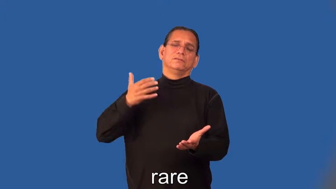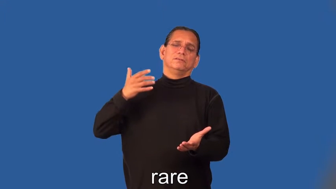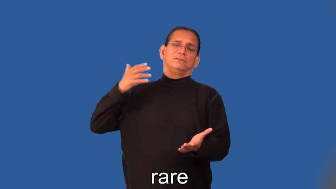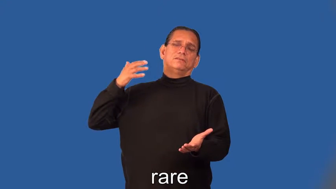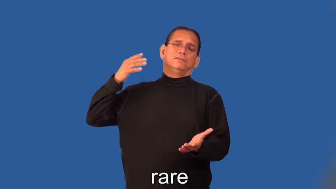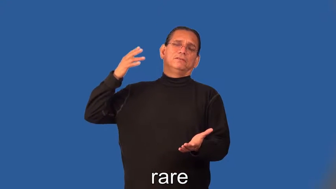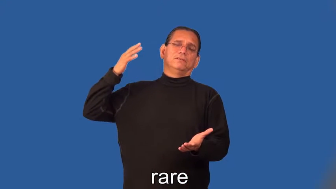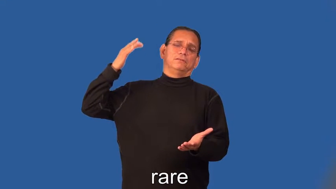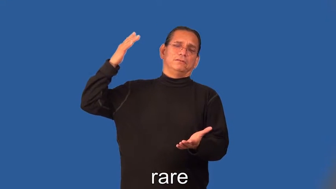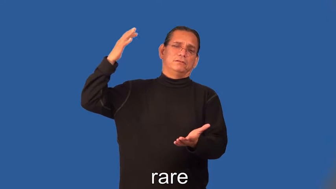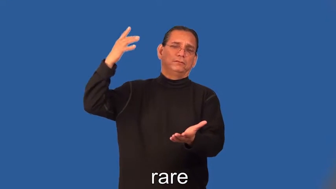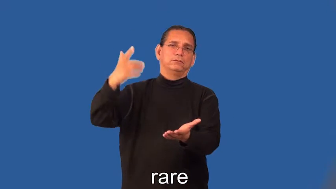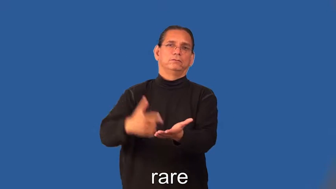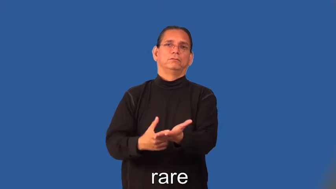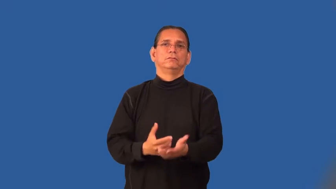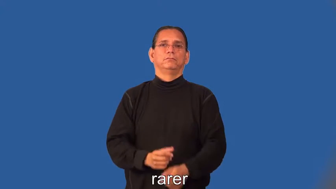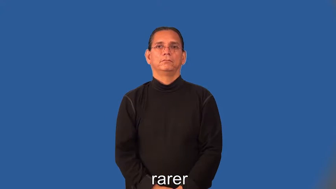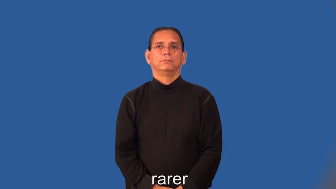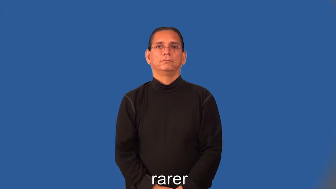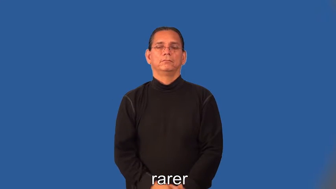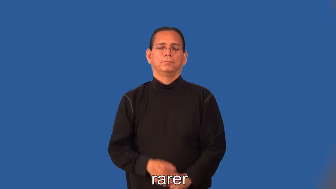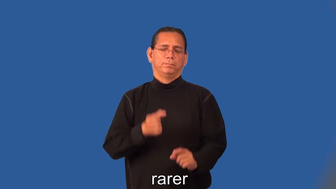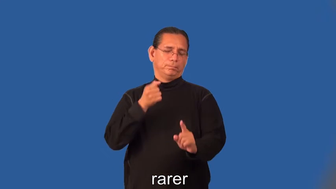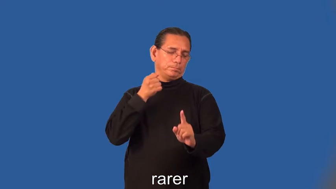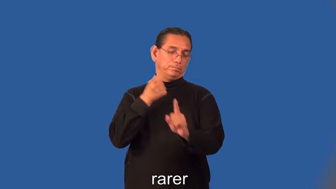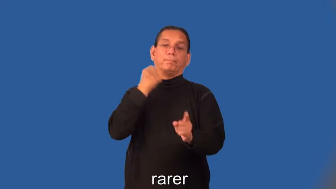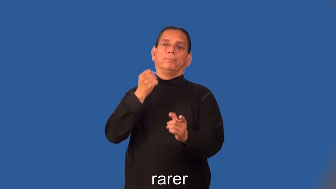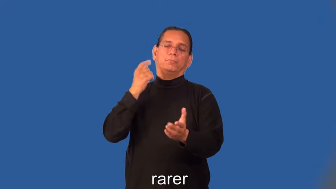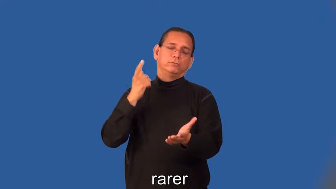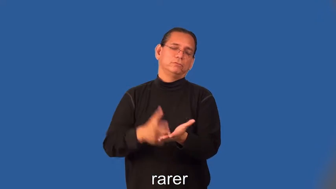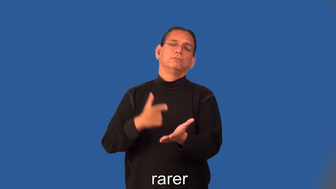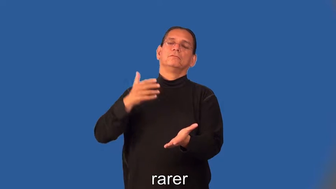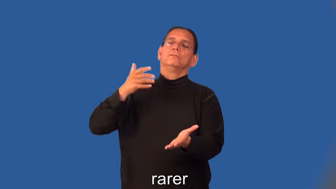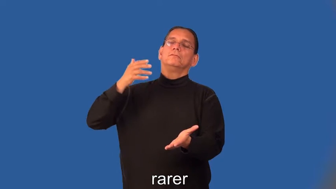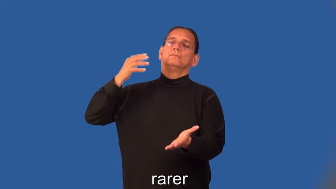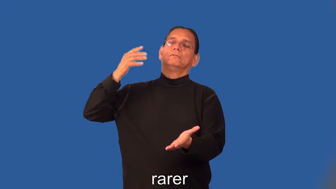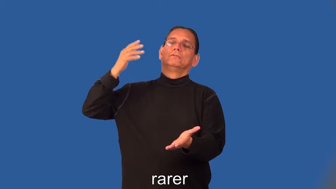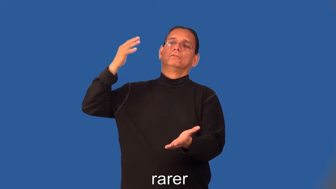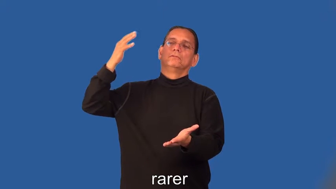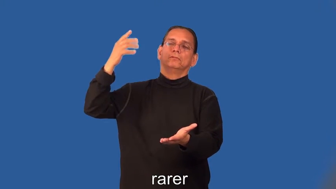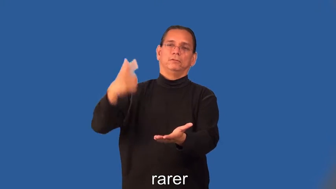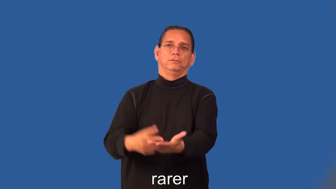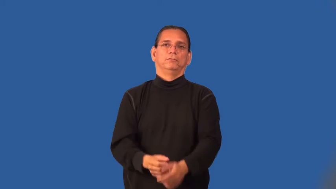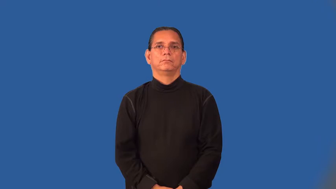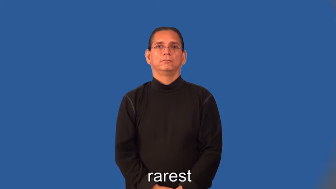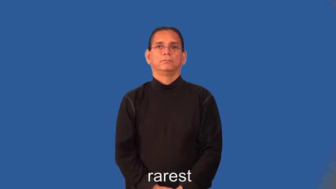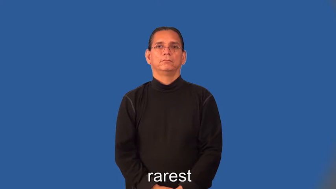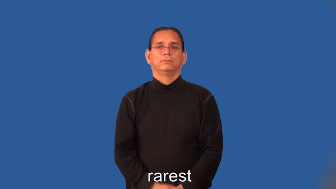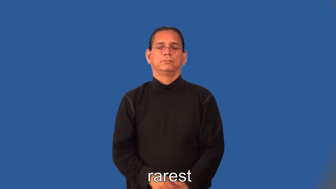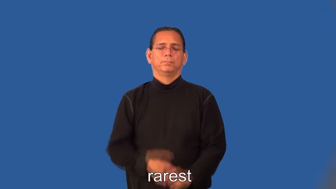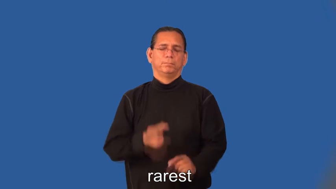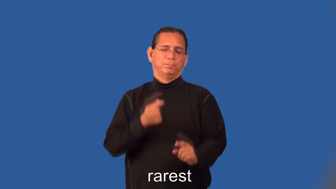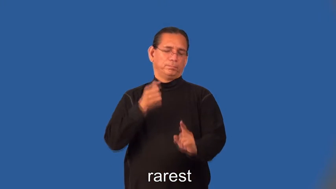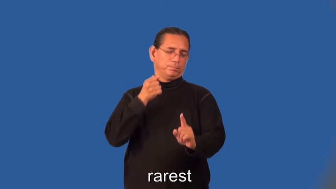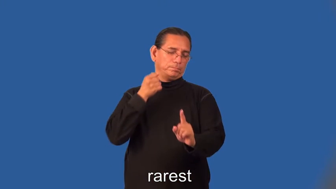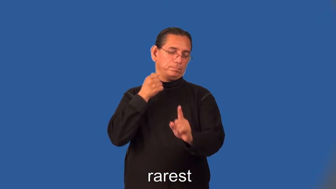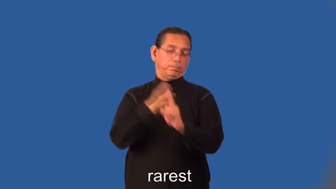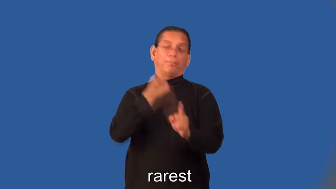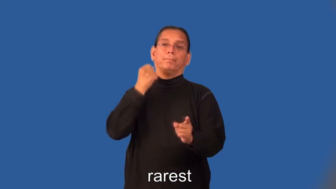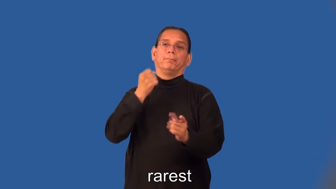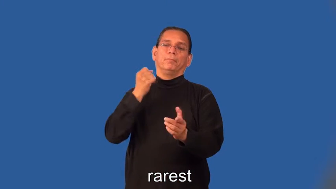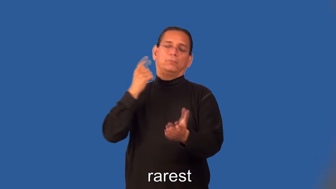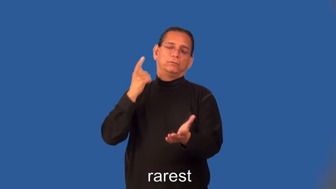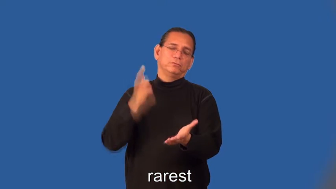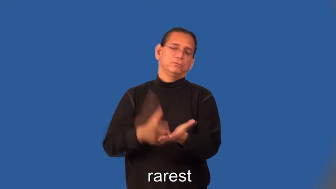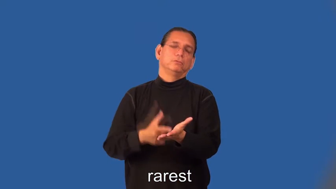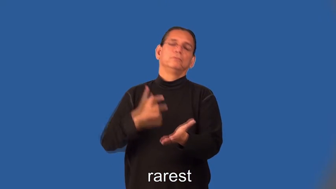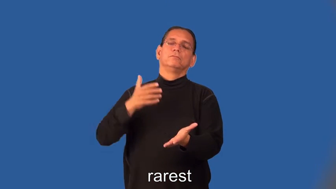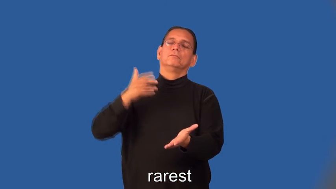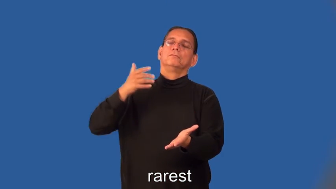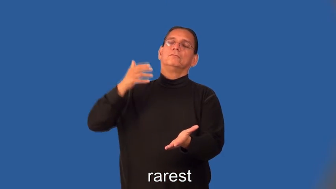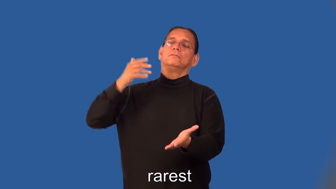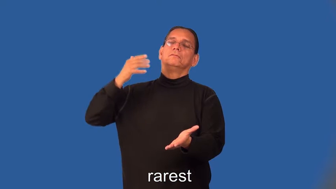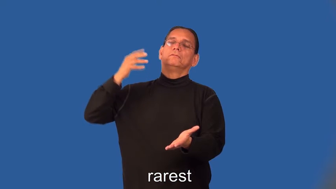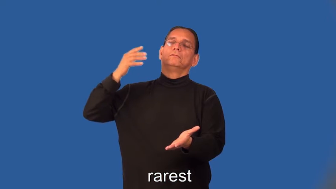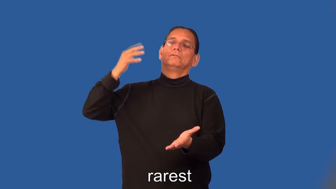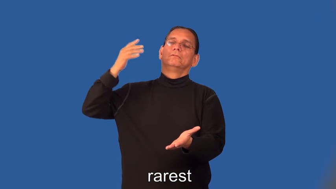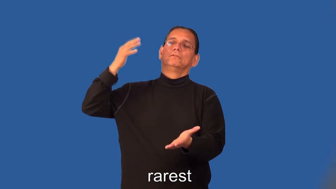rarer,rarest-not often